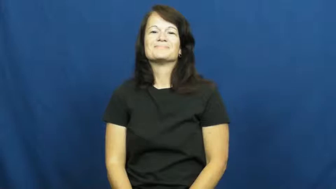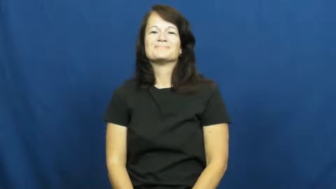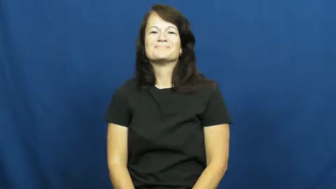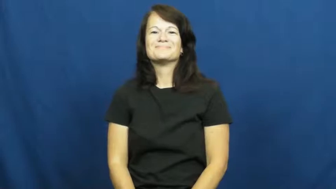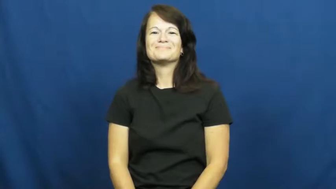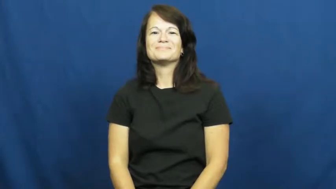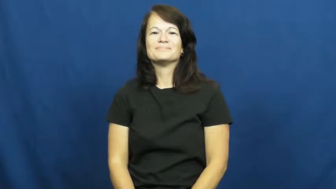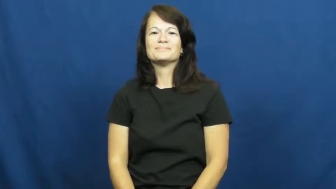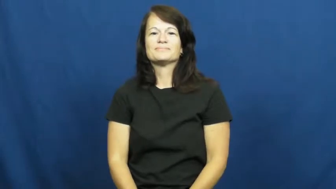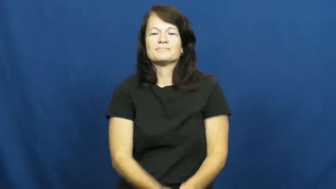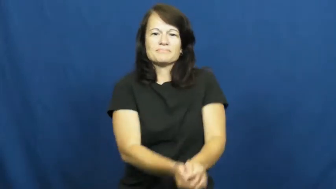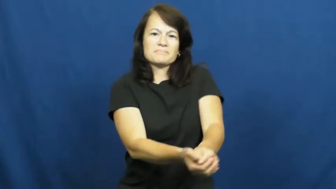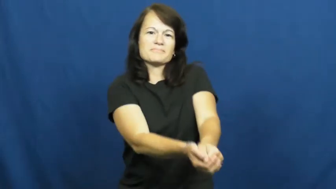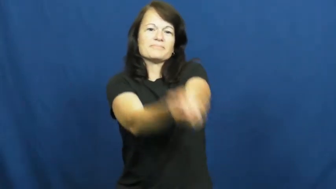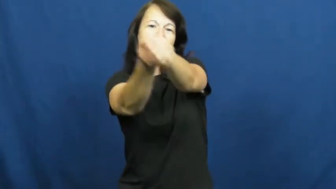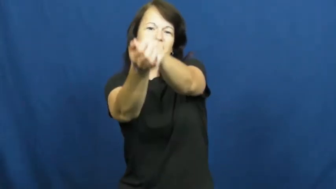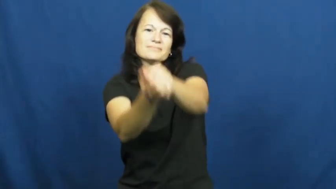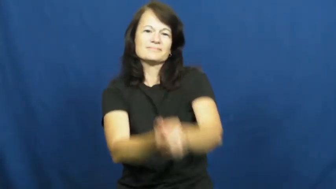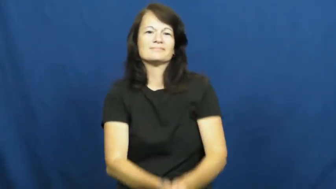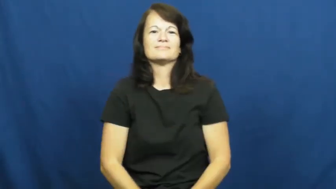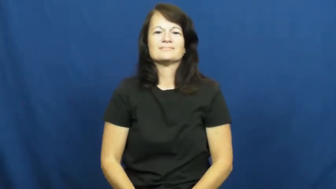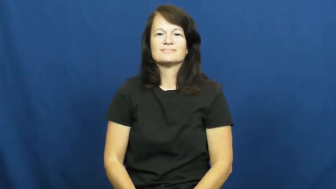pass,pass to-volleyball